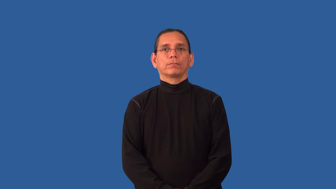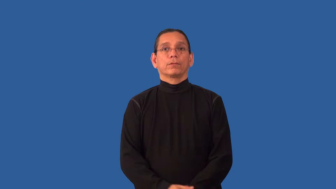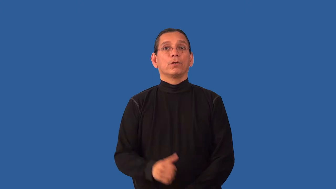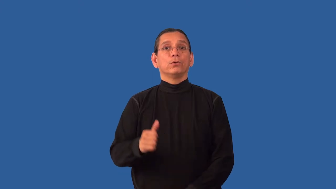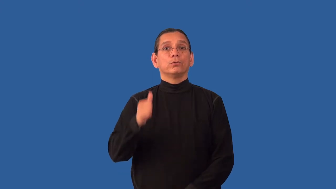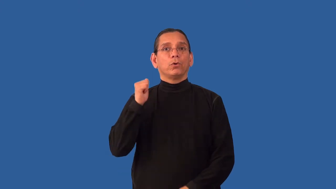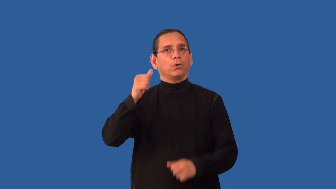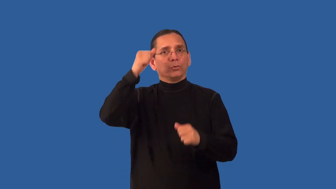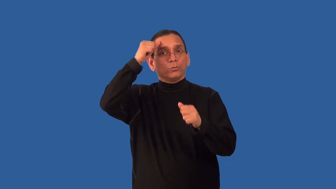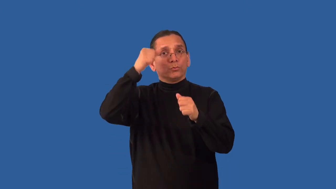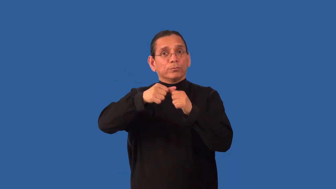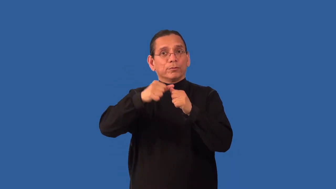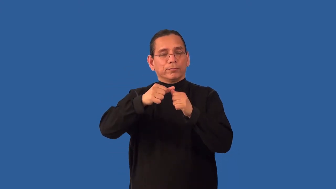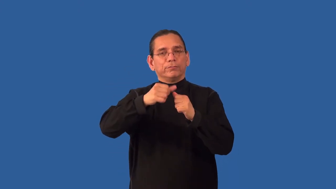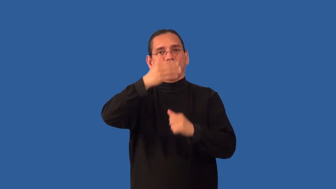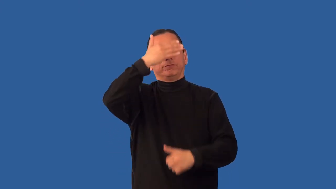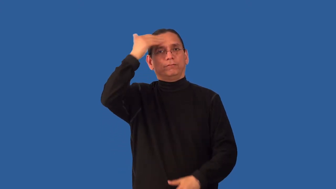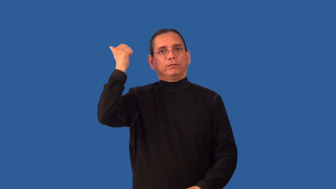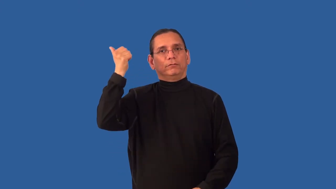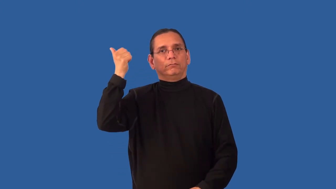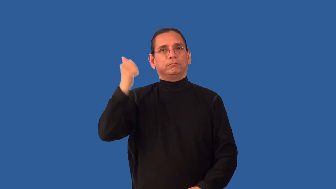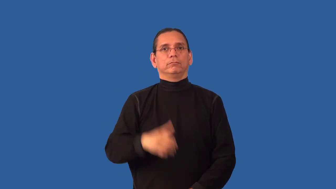unmemorable